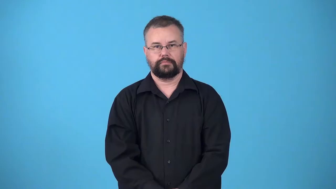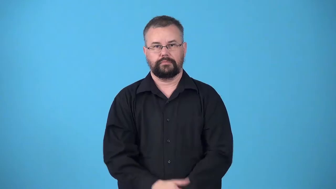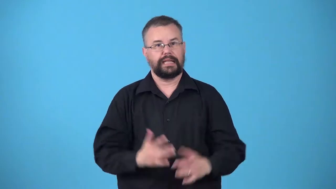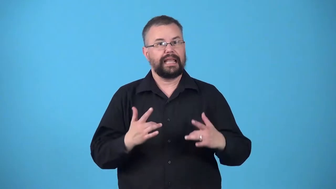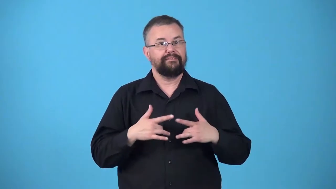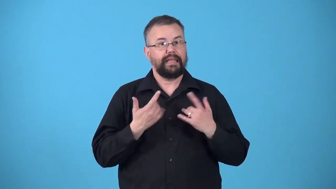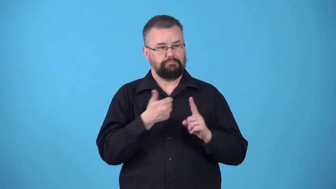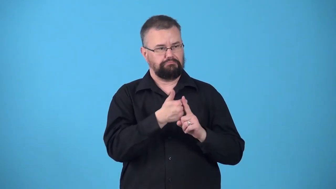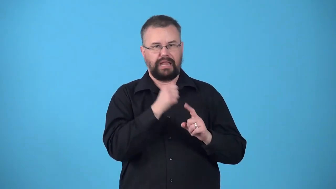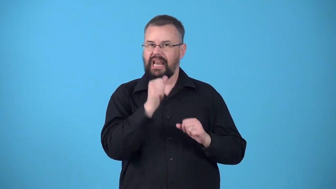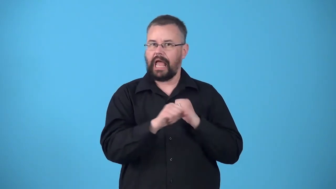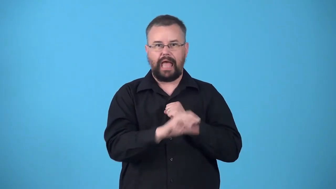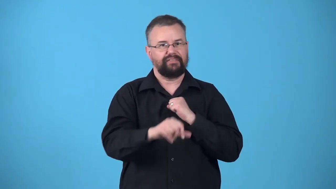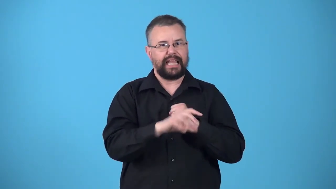unadvertised